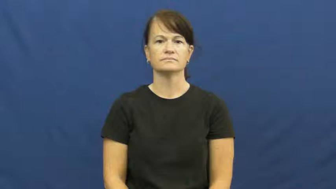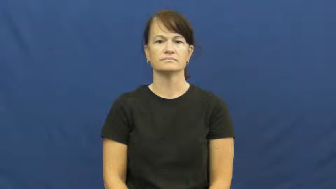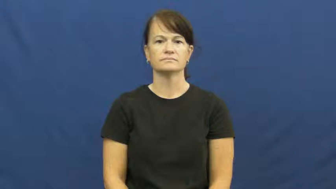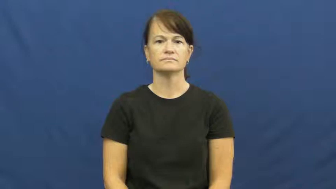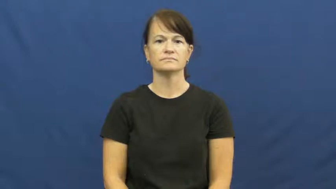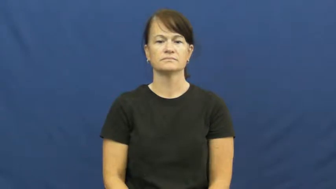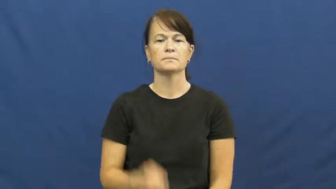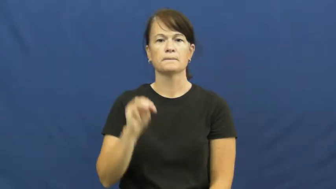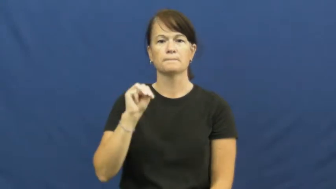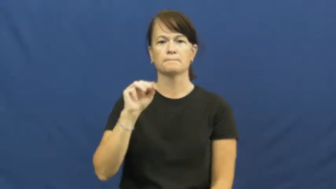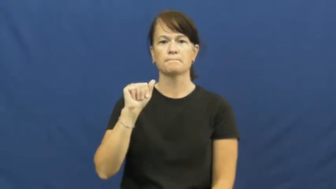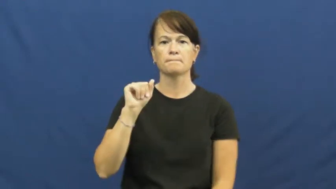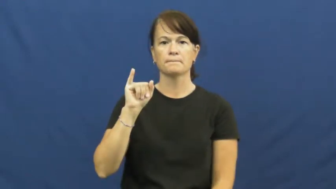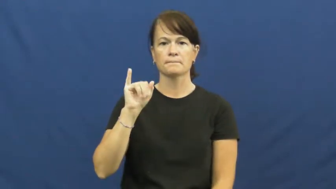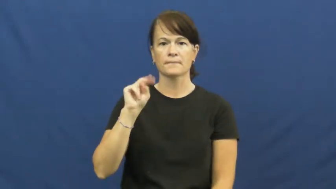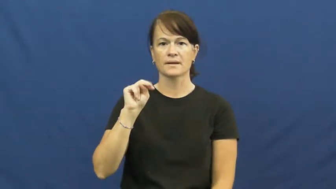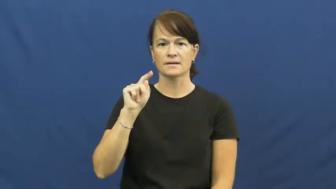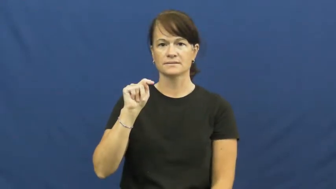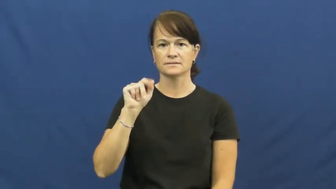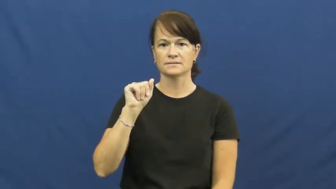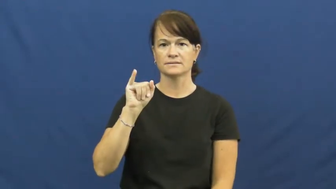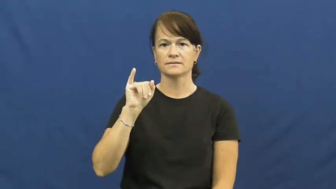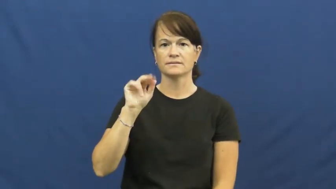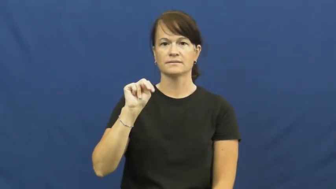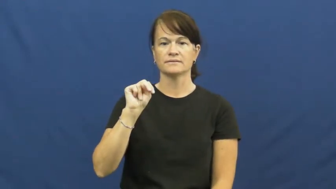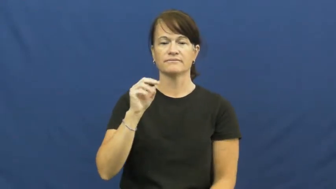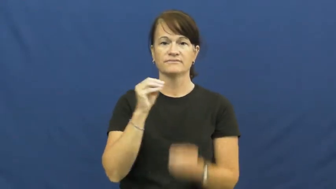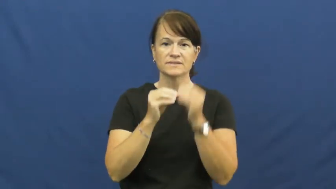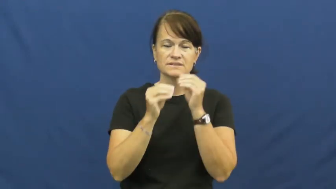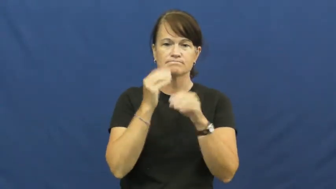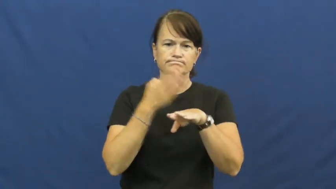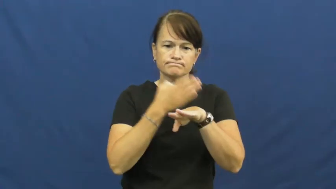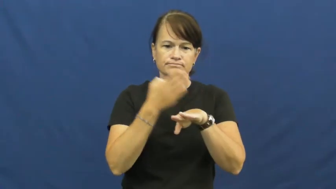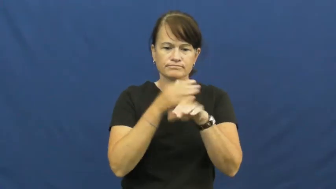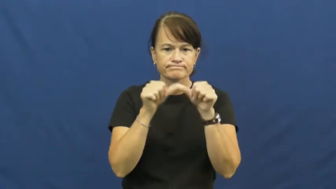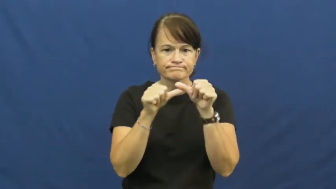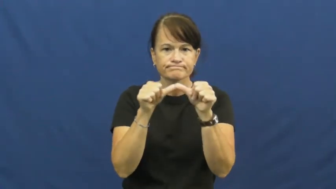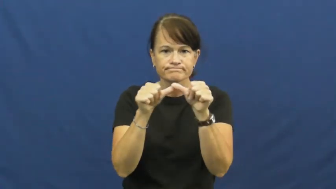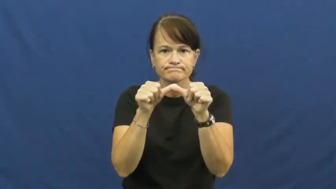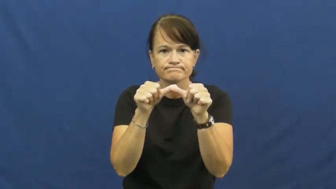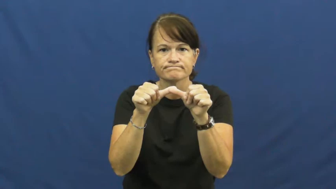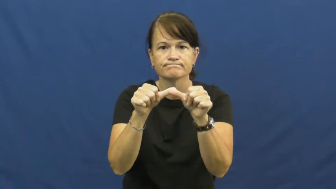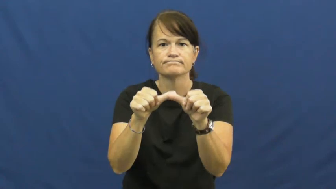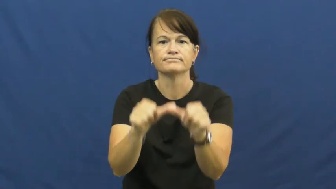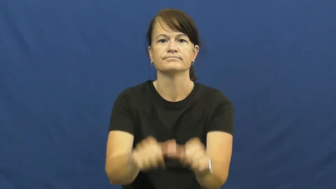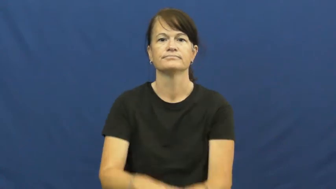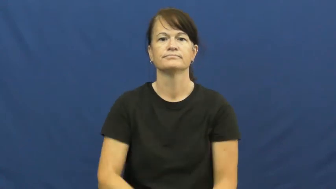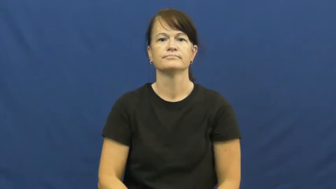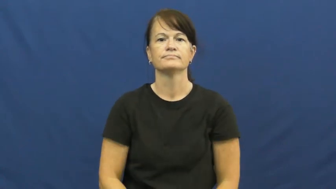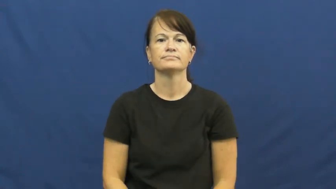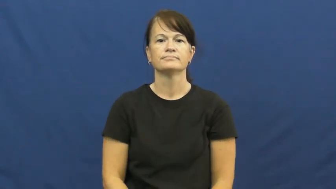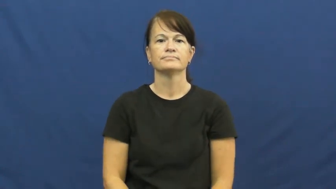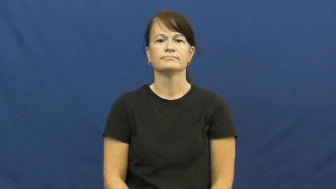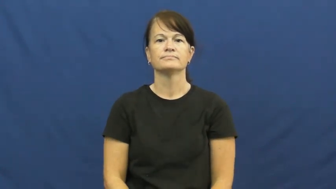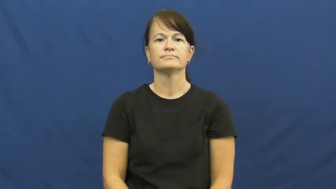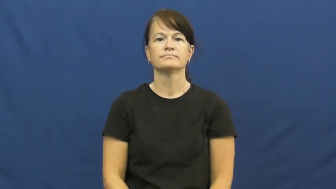maintain-fix